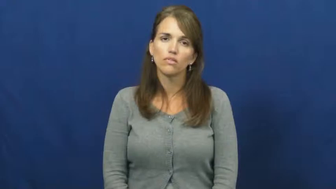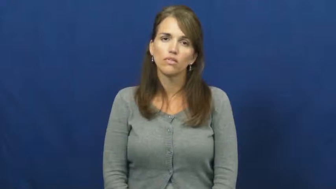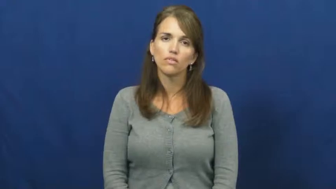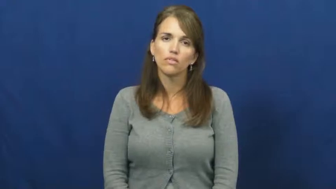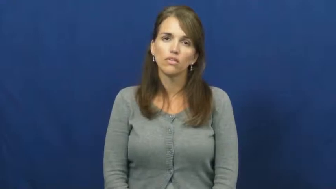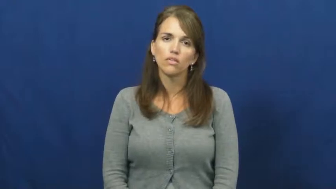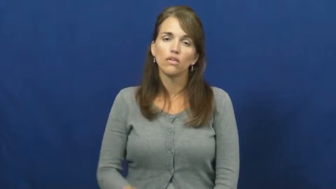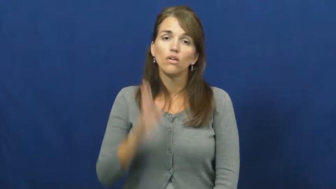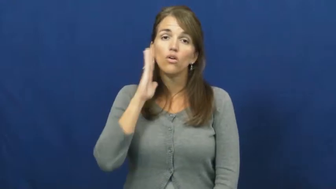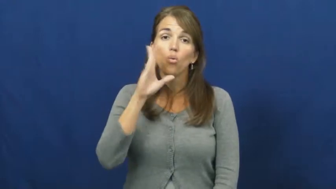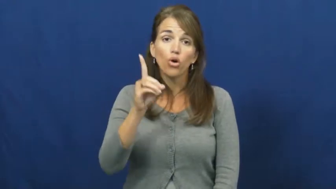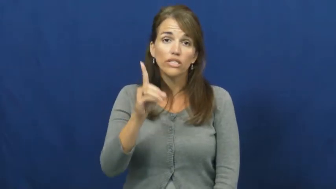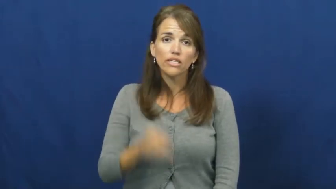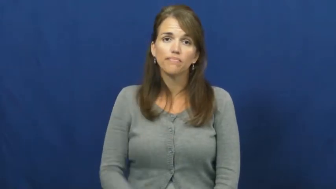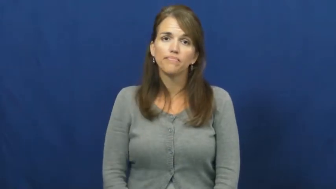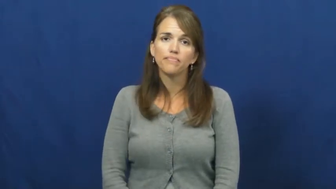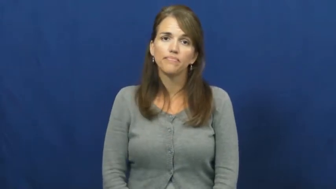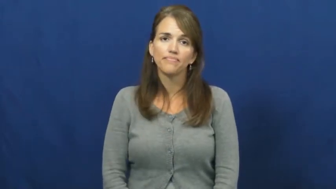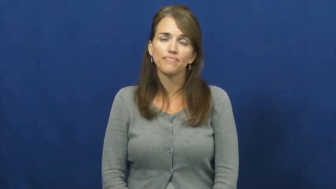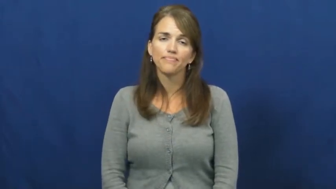would